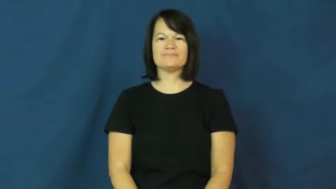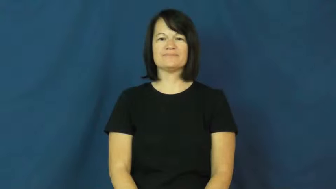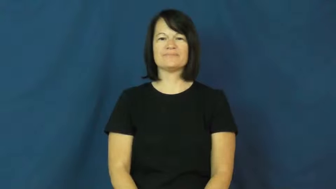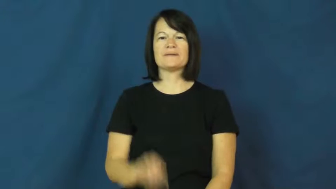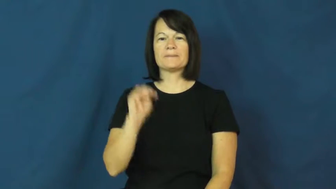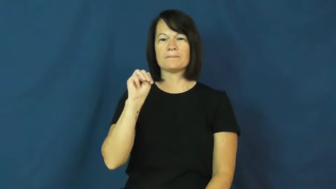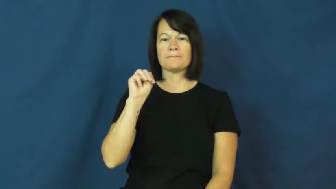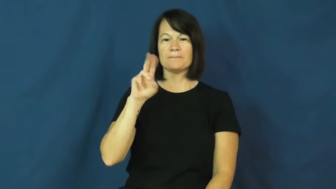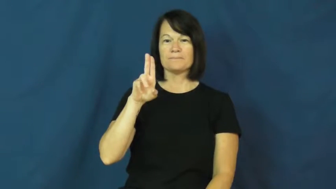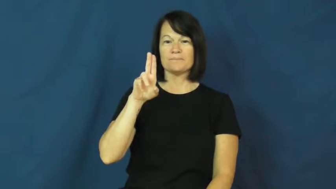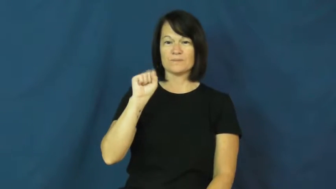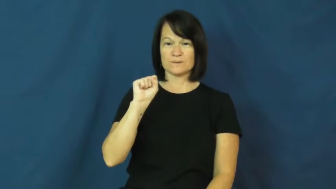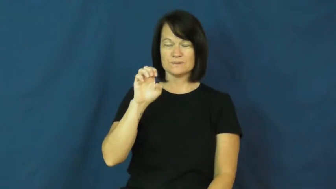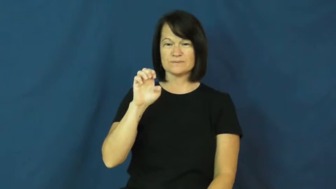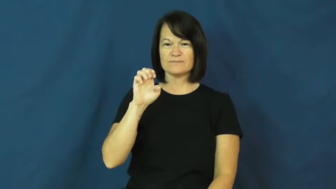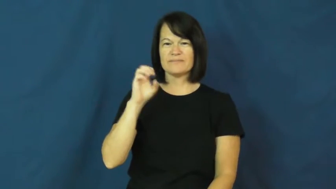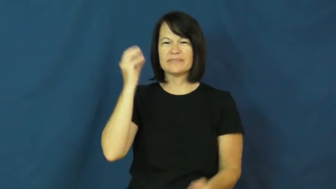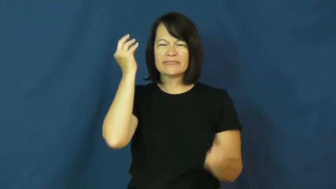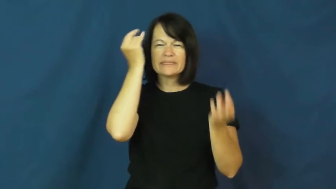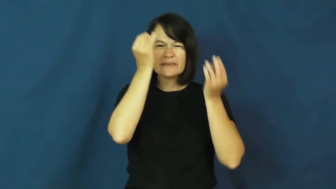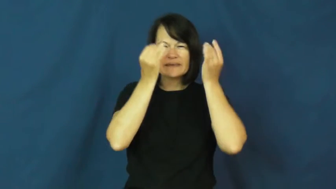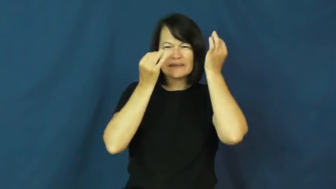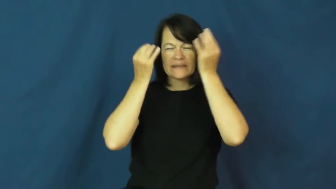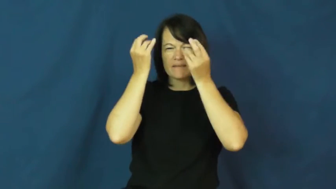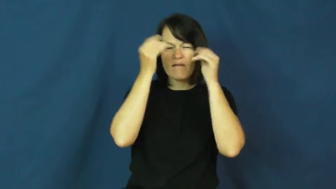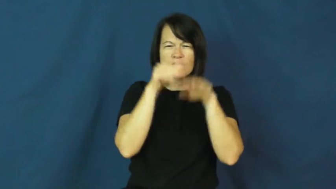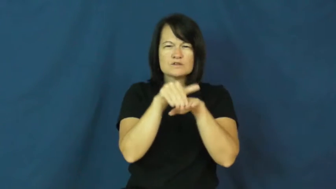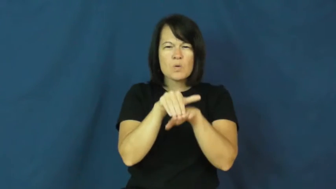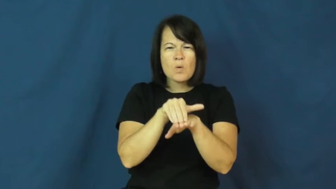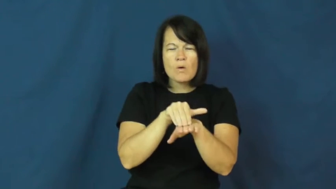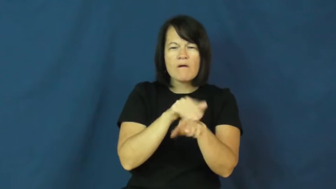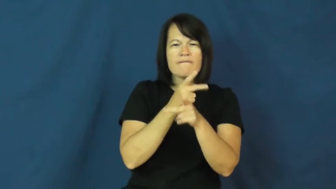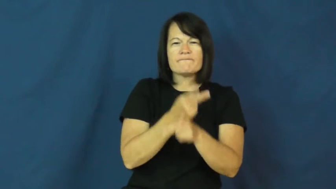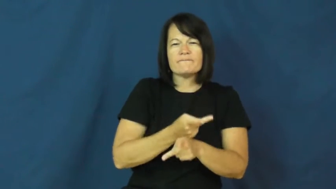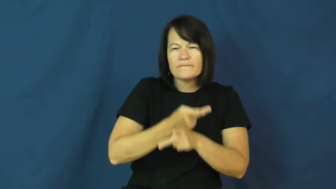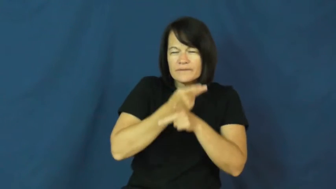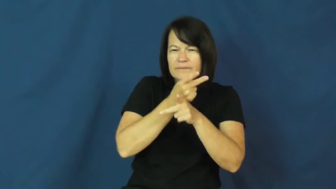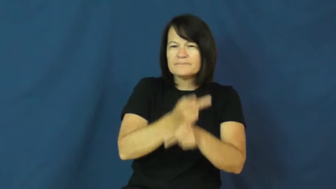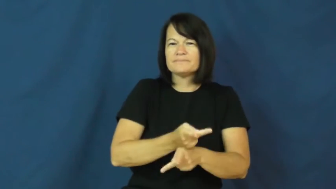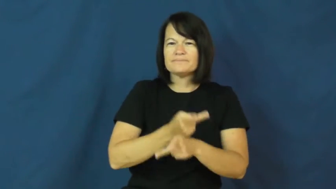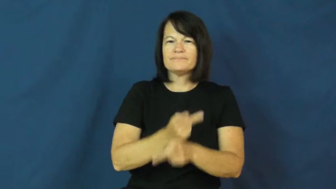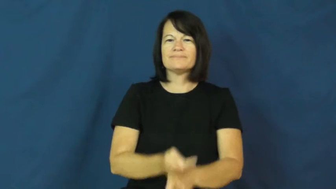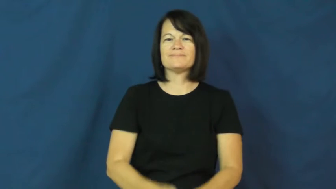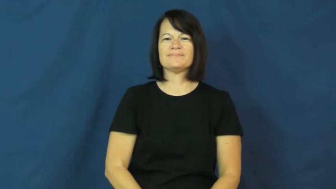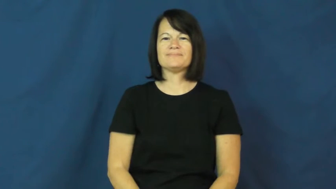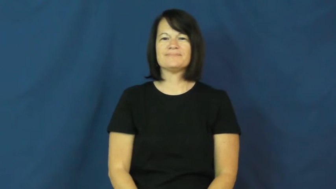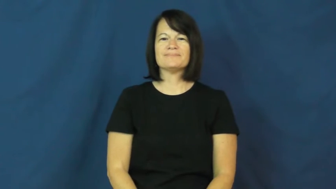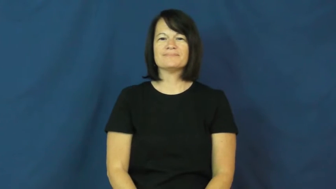muse